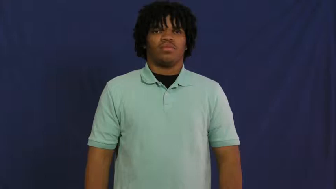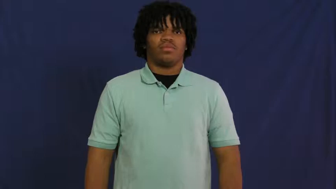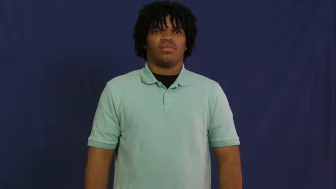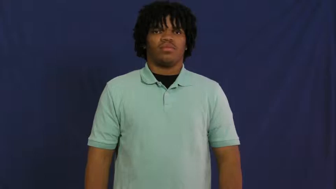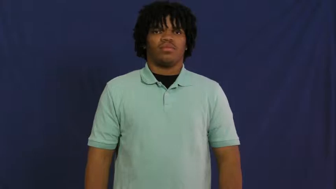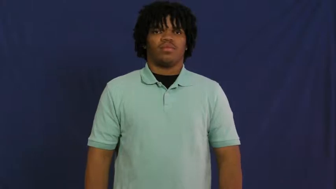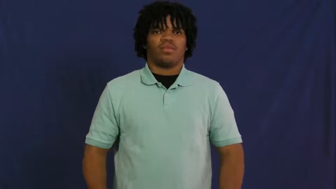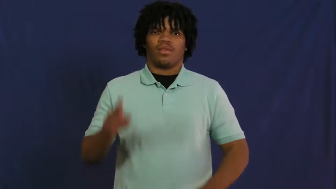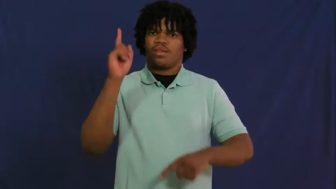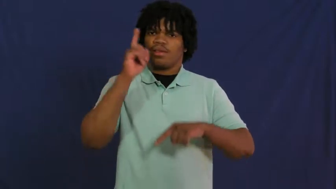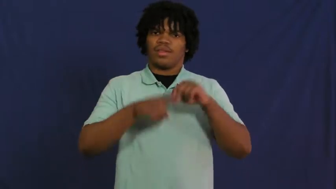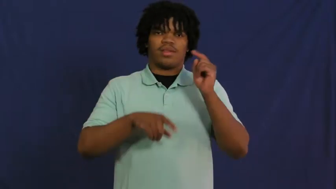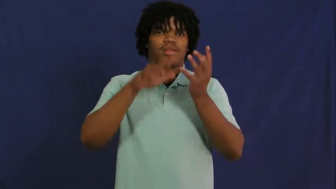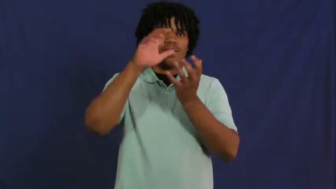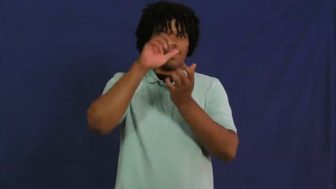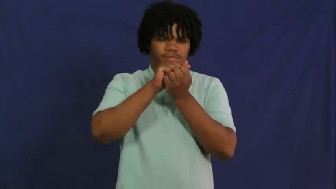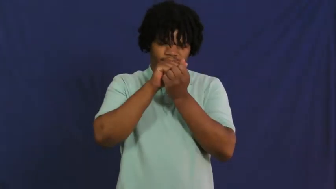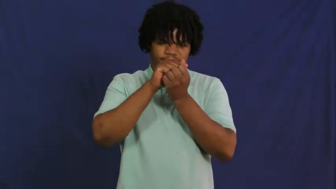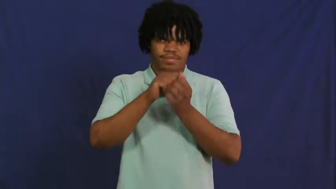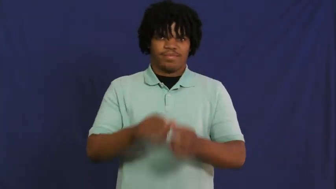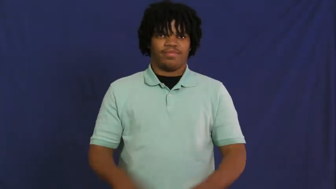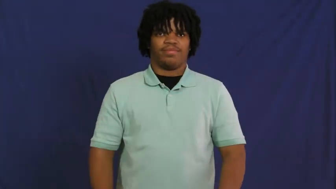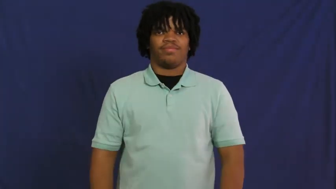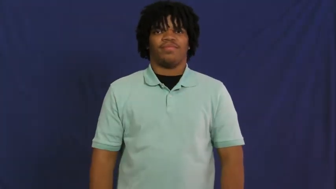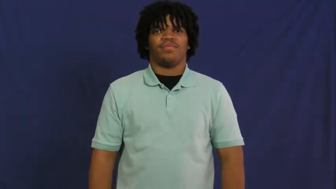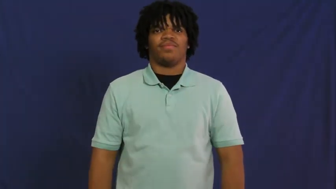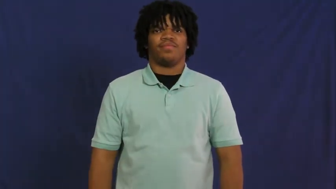insomnia